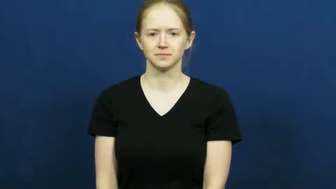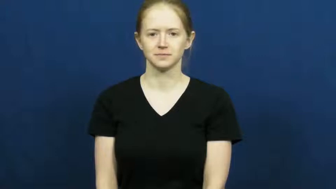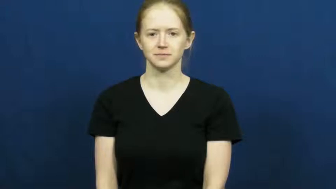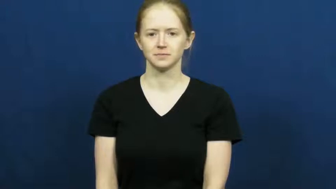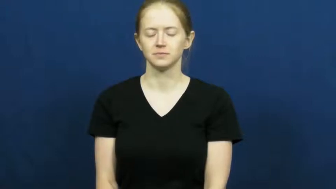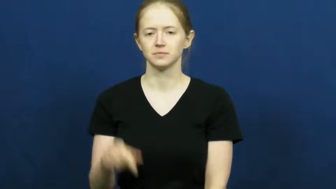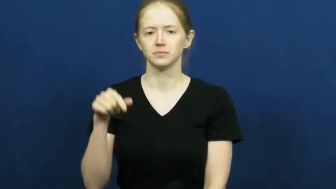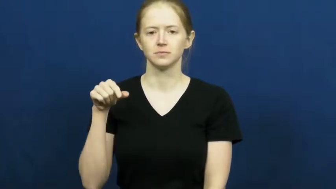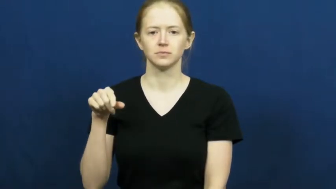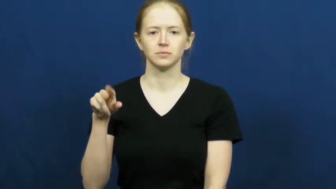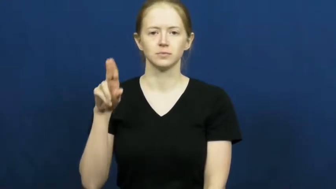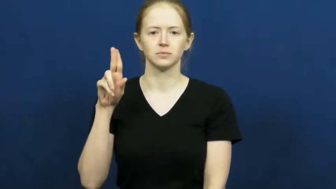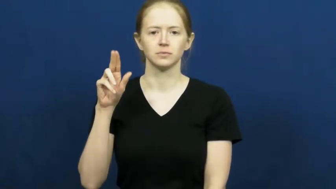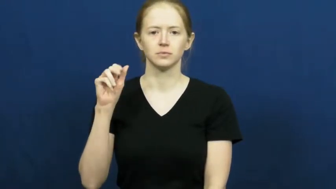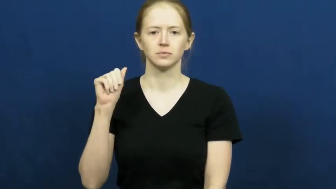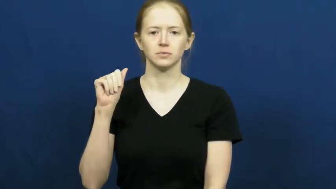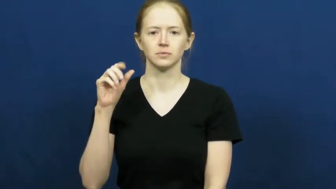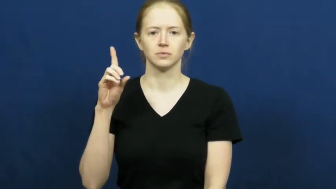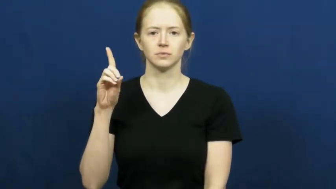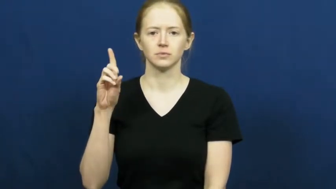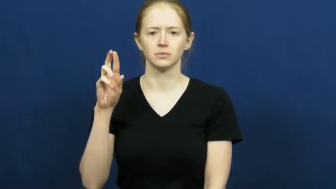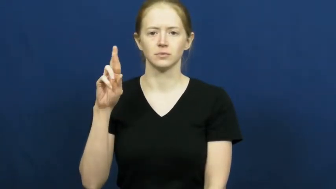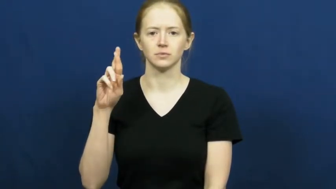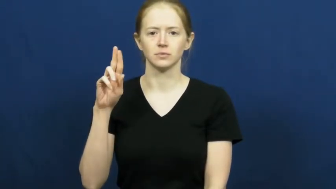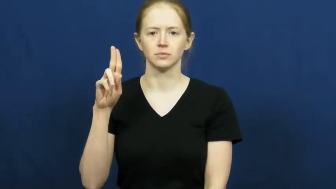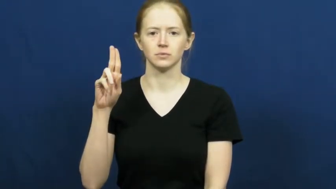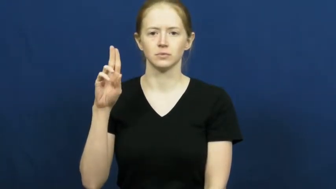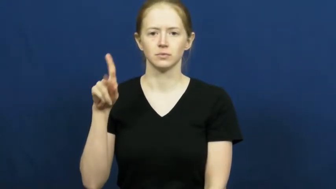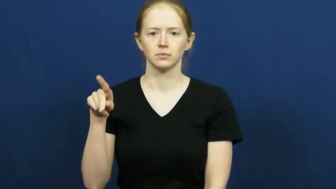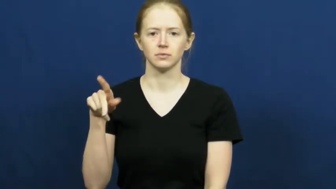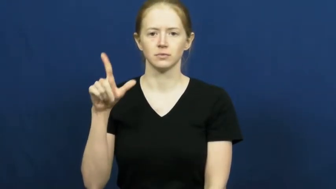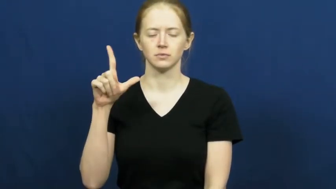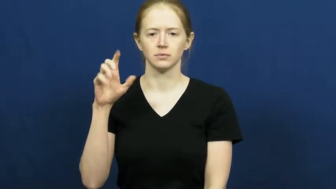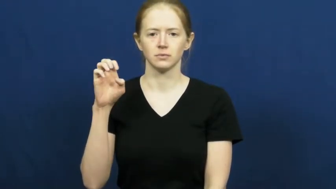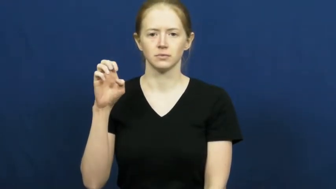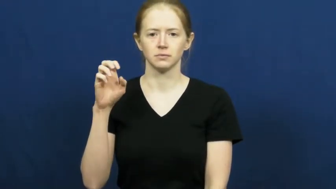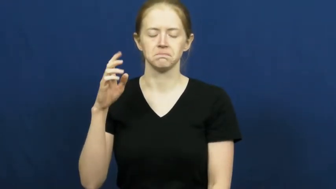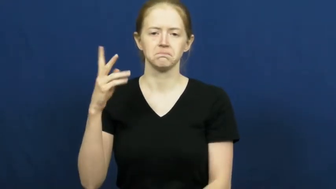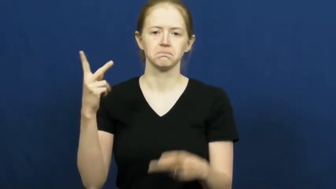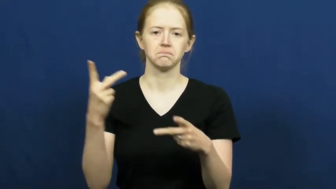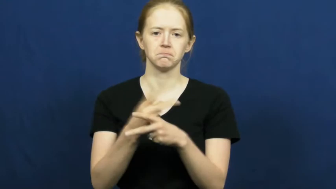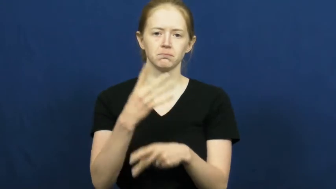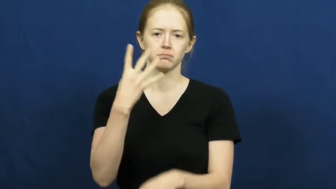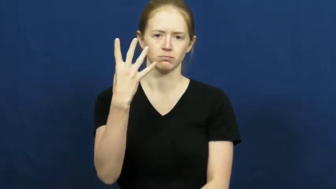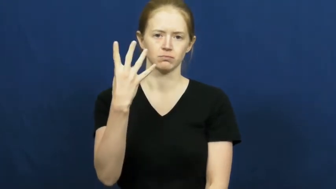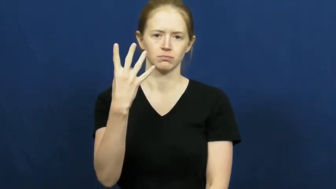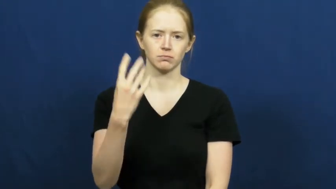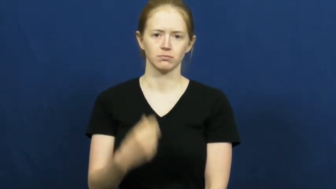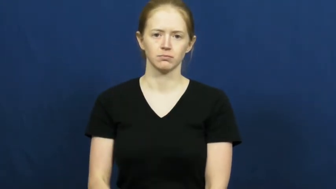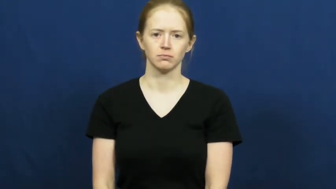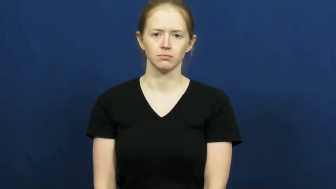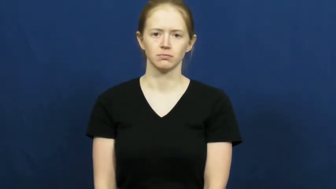quadruple